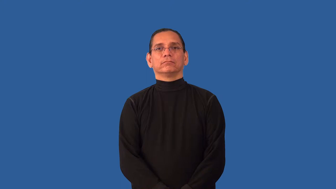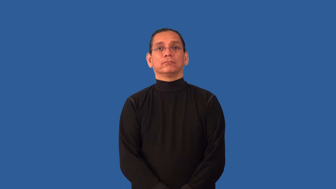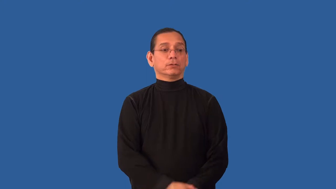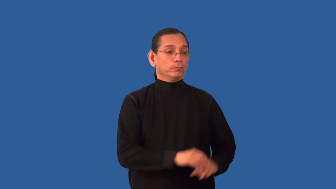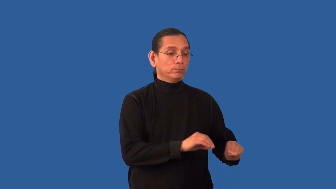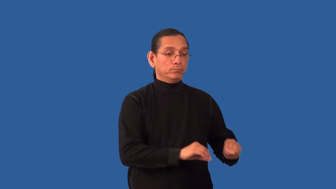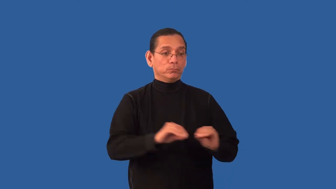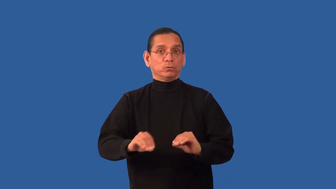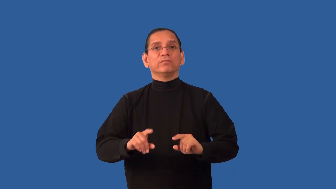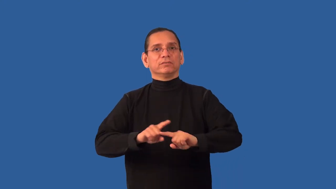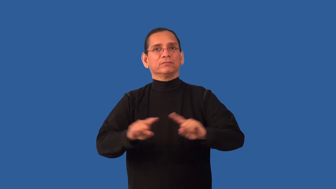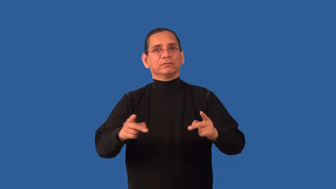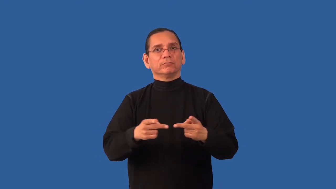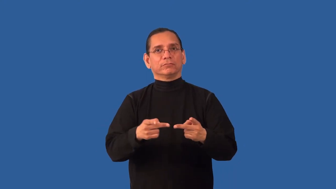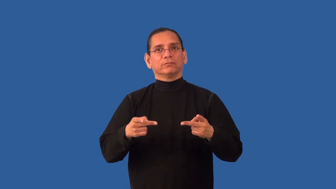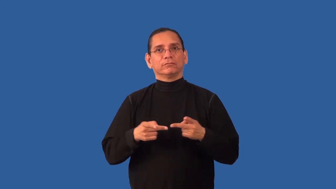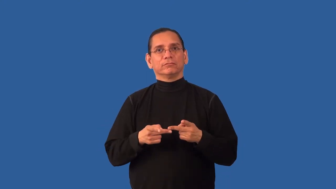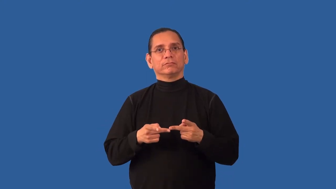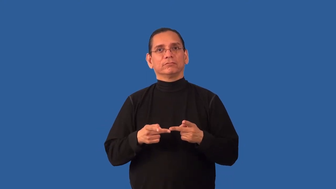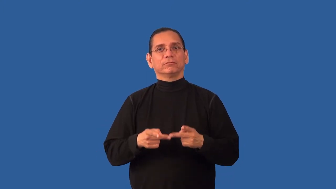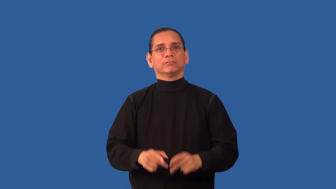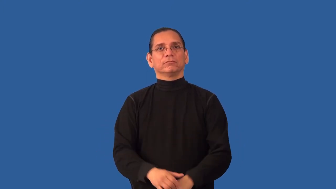redeploy